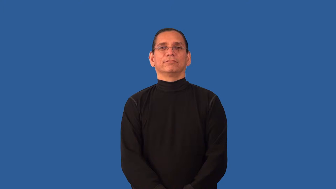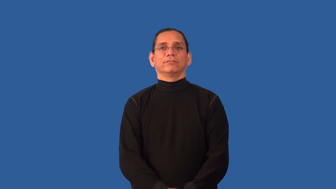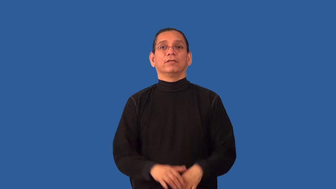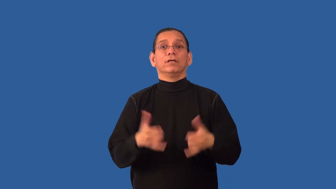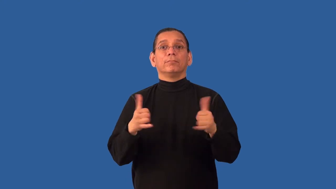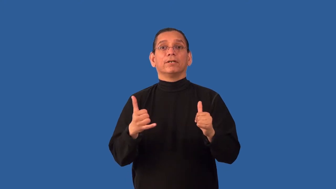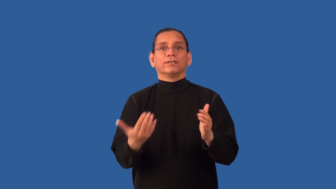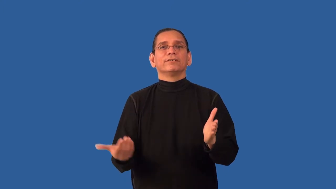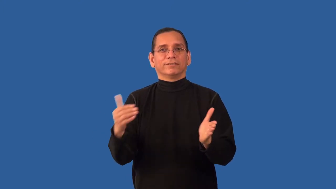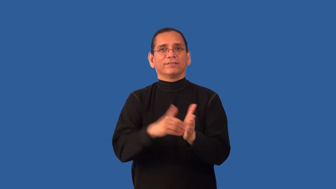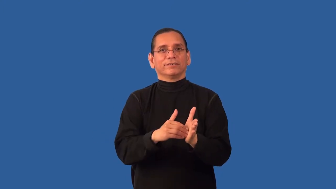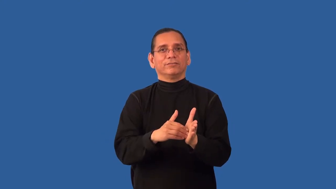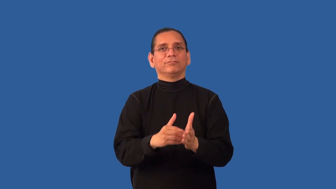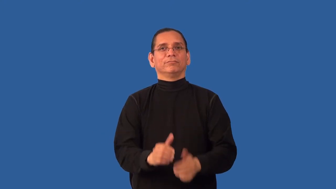replay